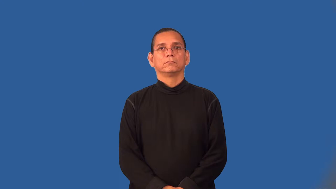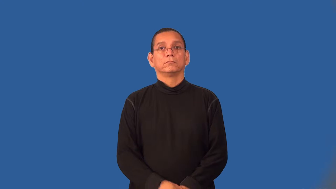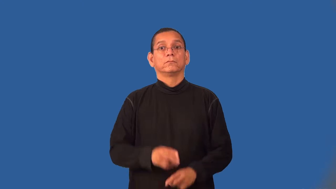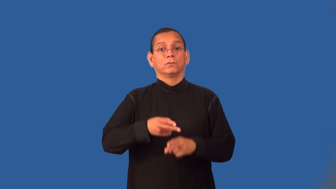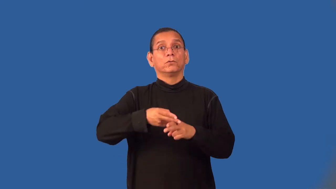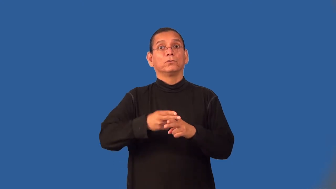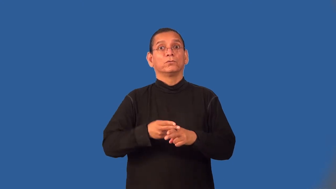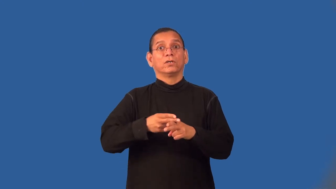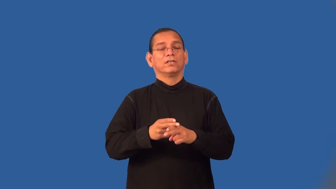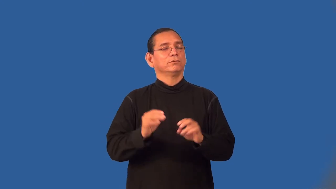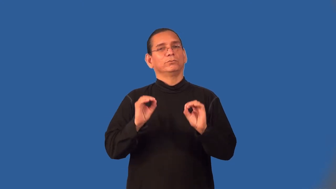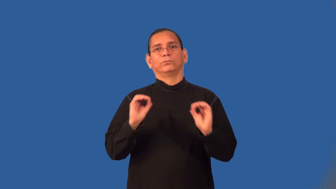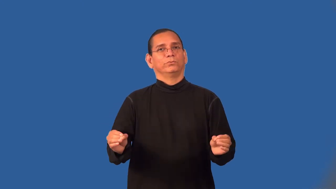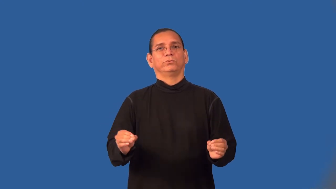weightless